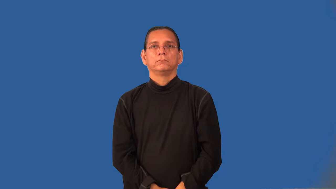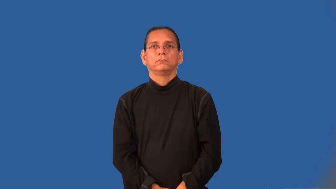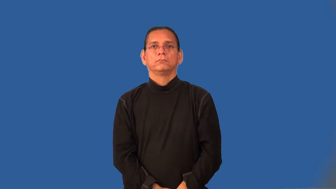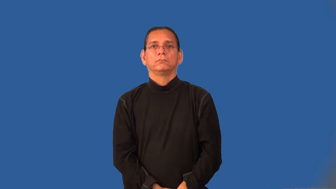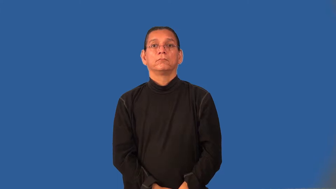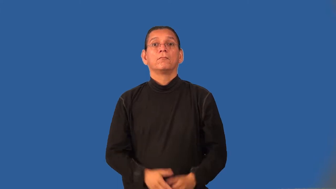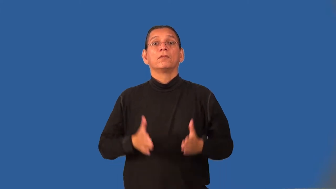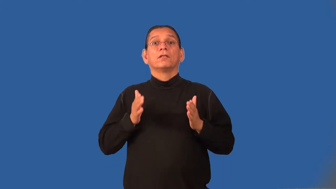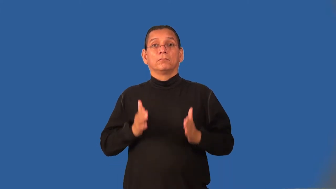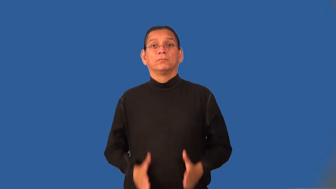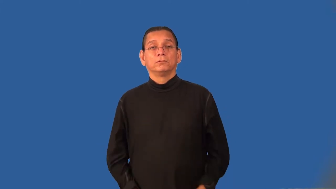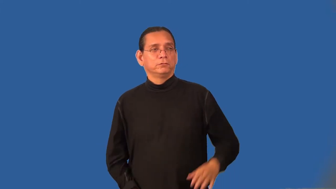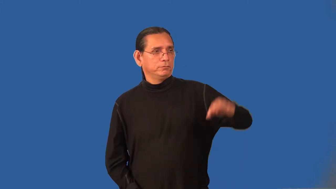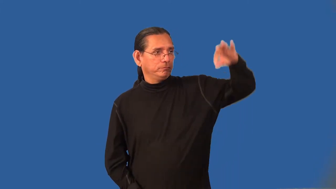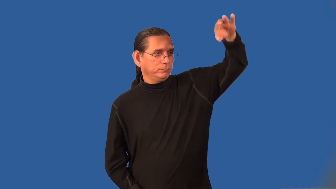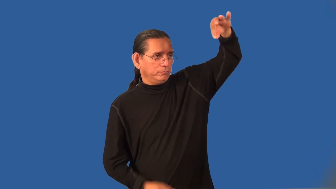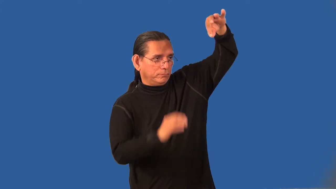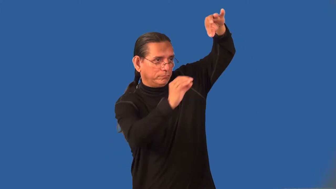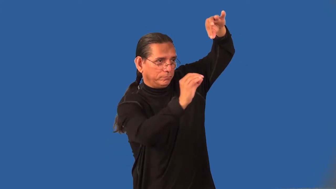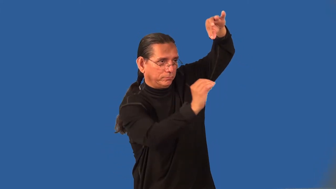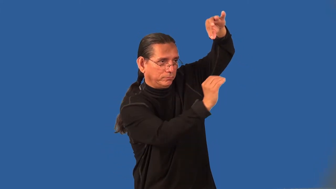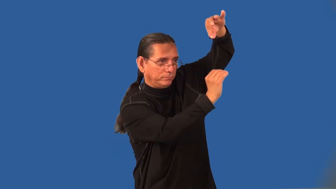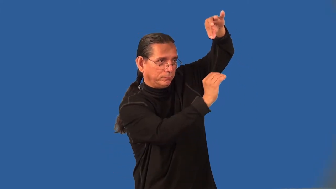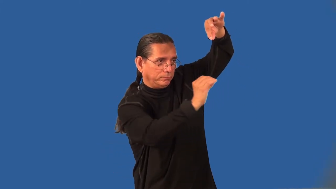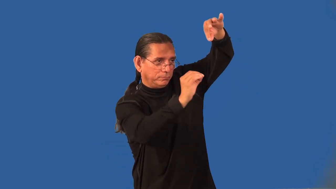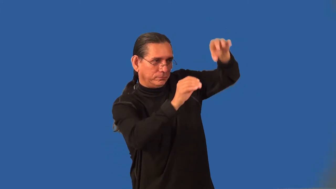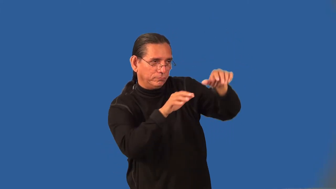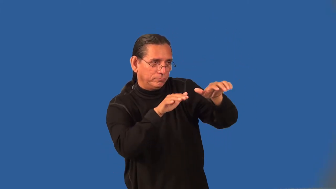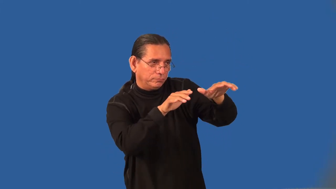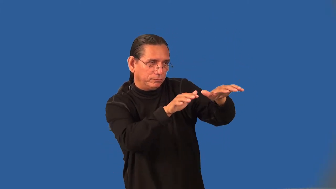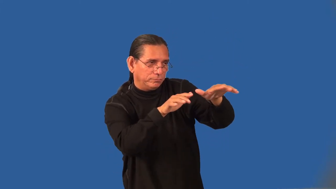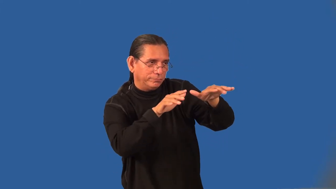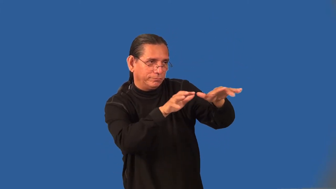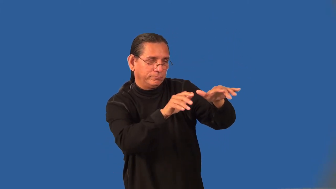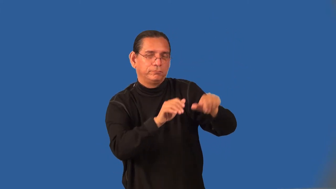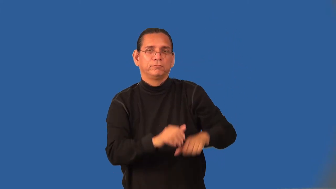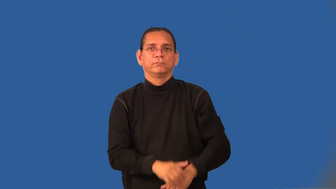hypnotist,mesmerizer